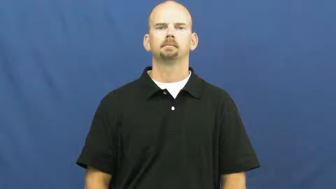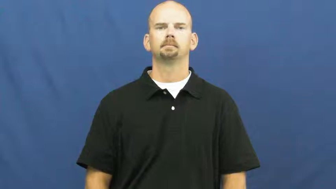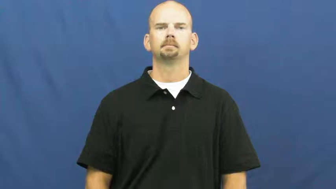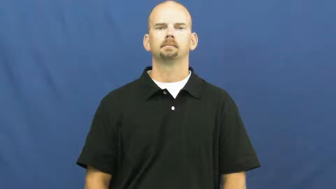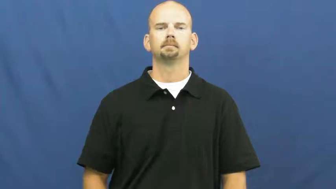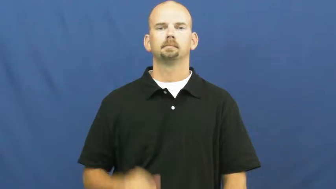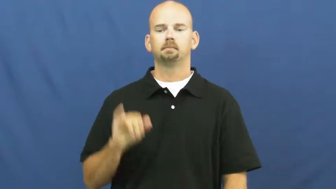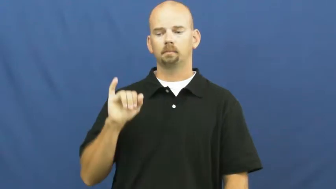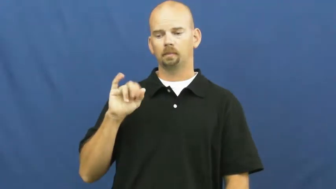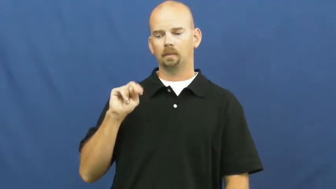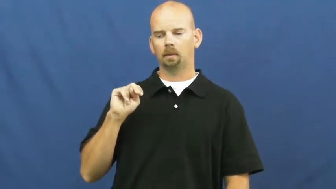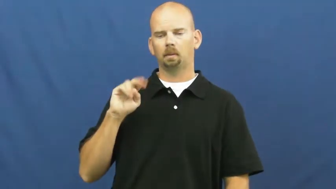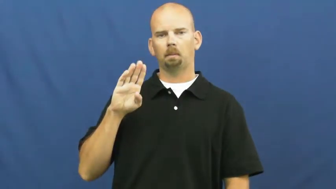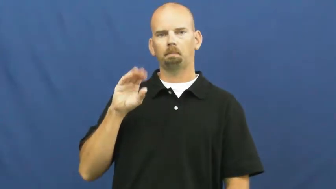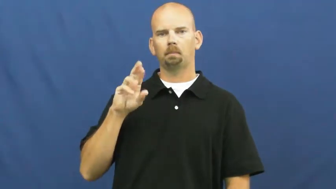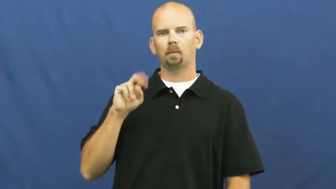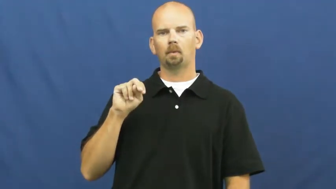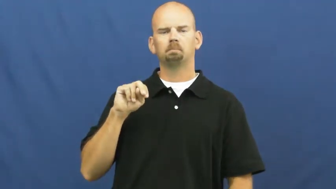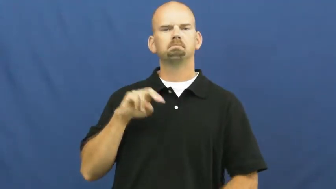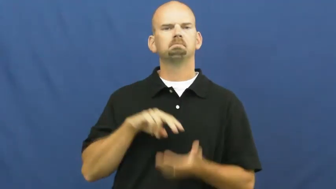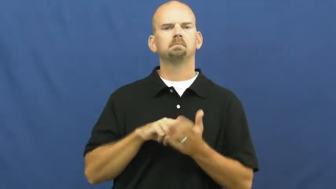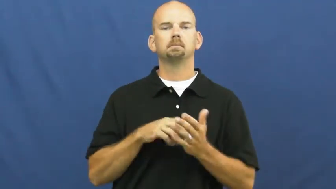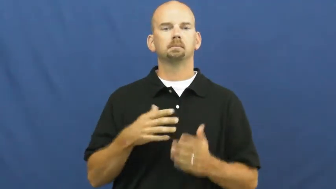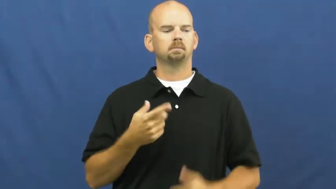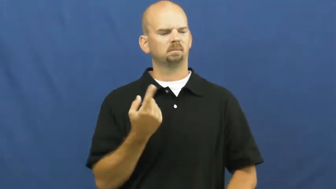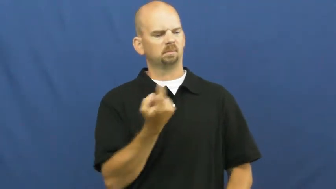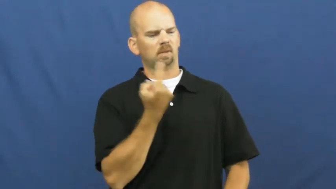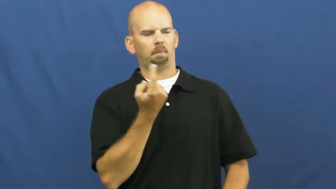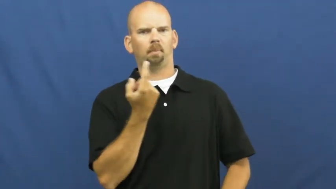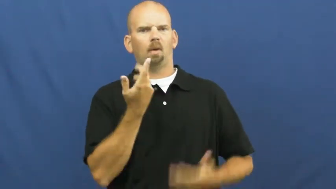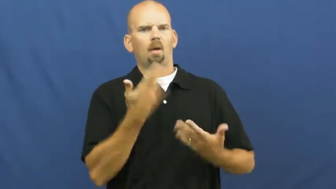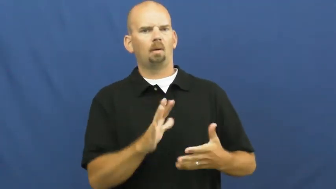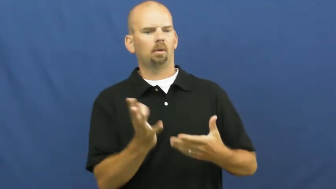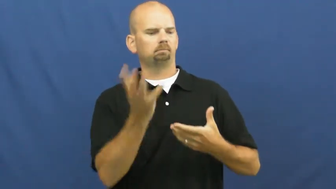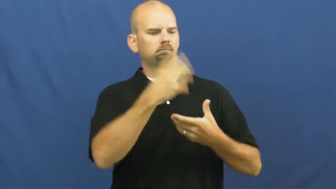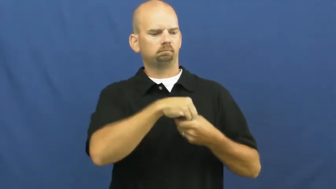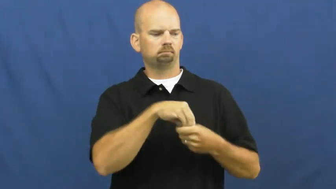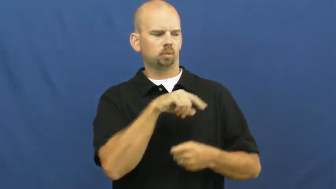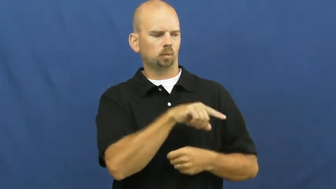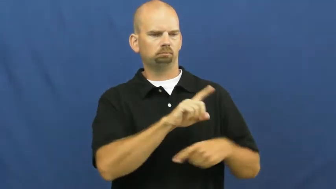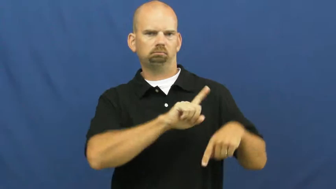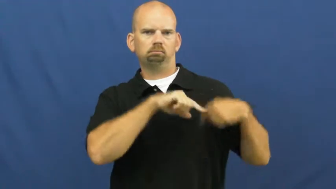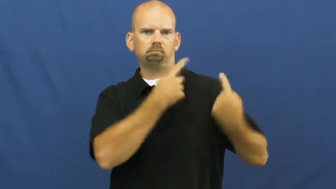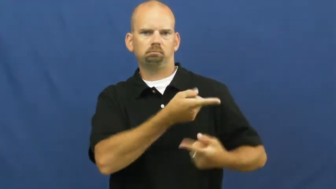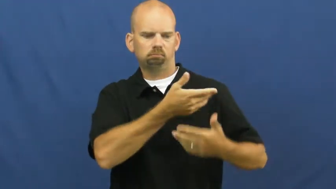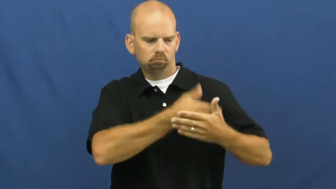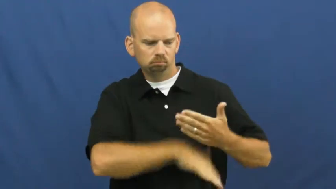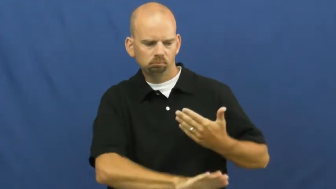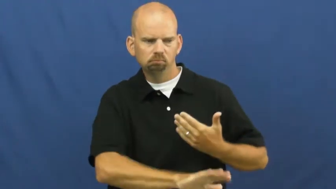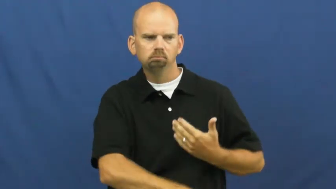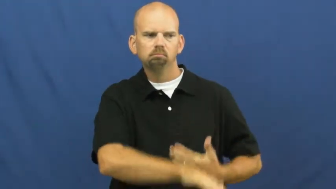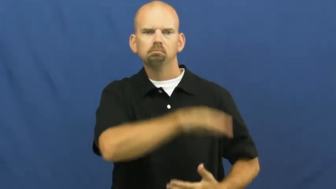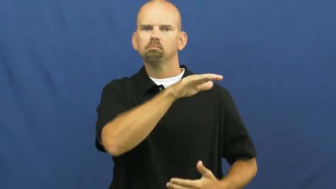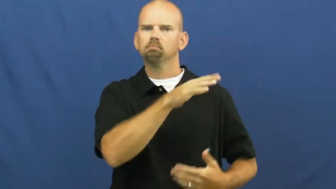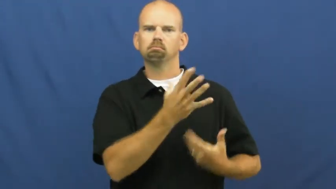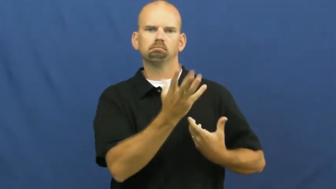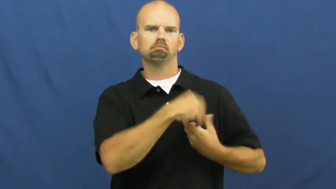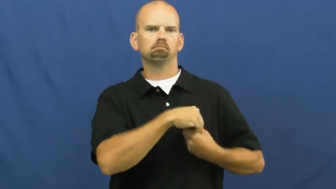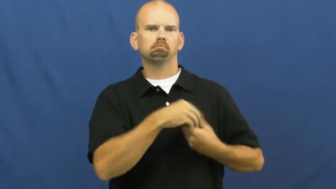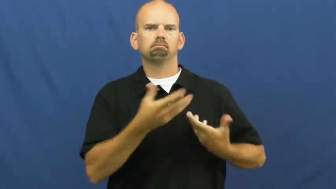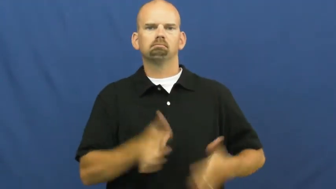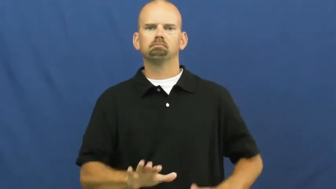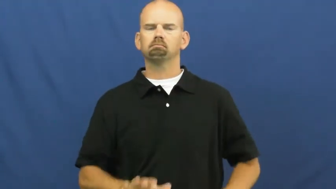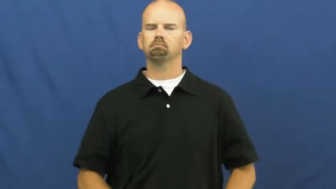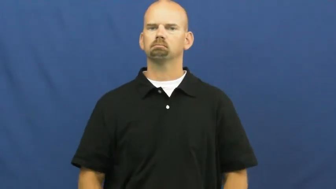inborn